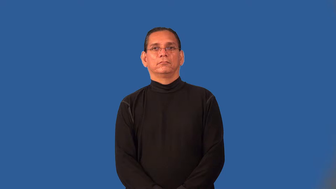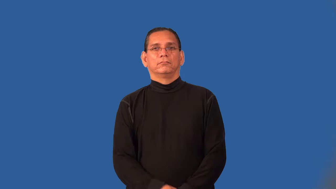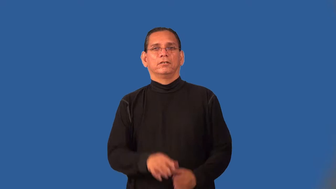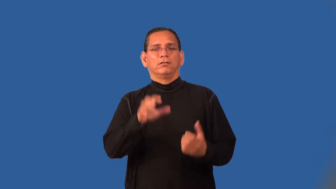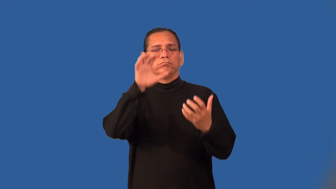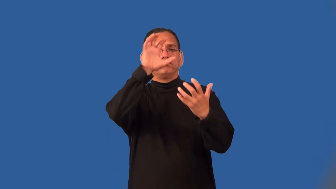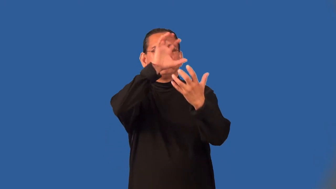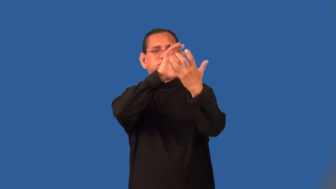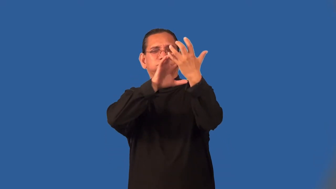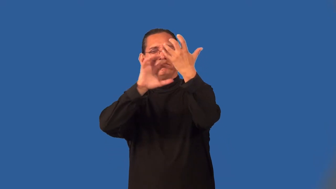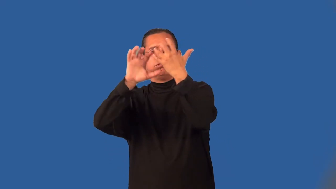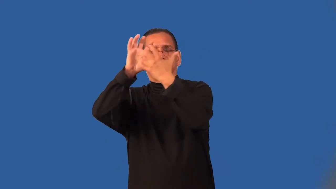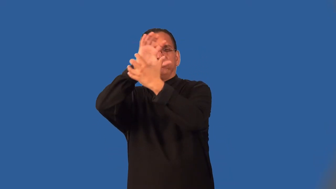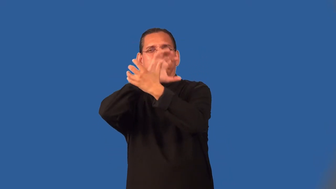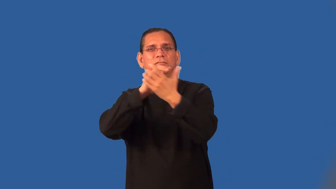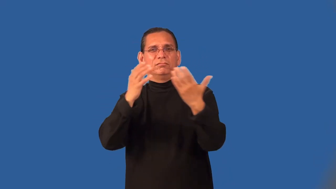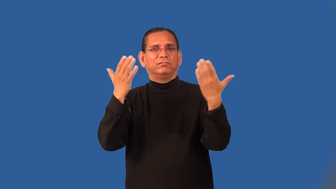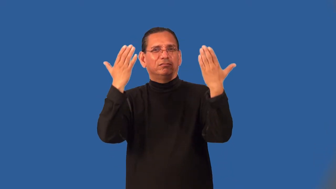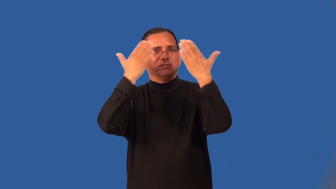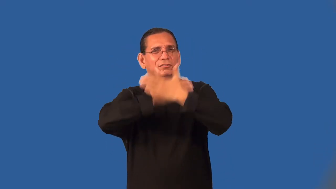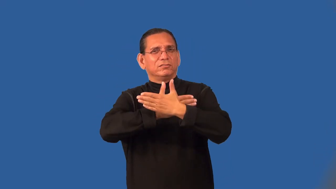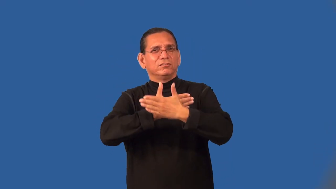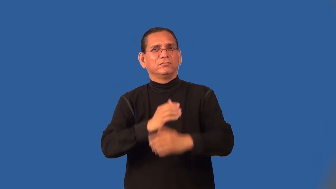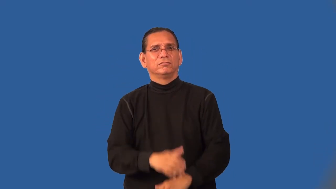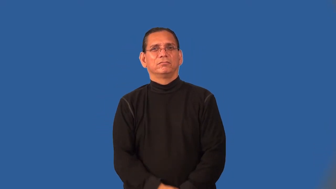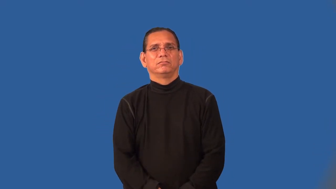pall-makes darker